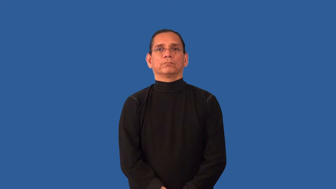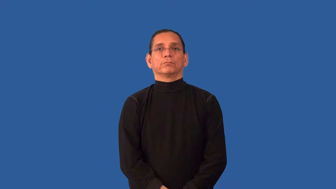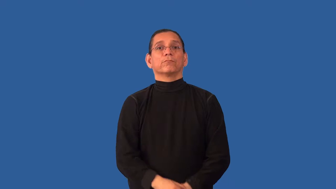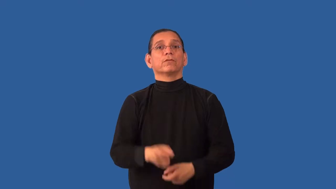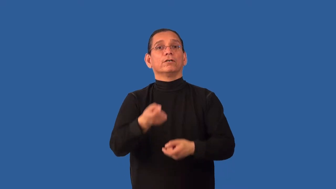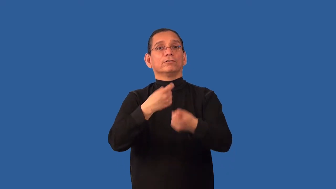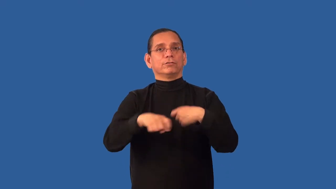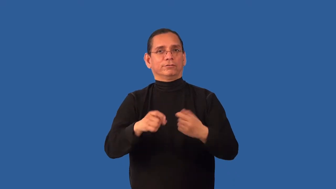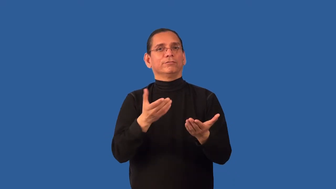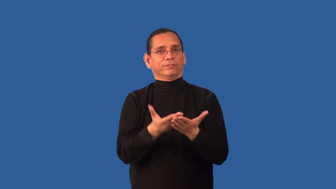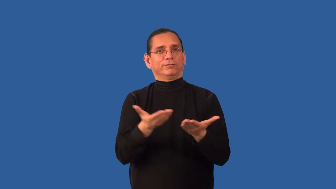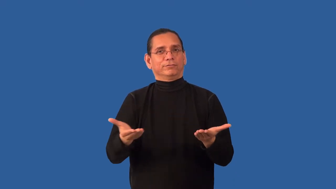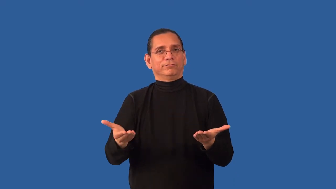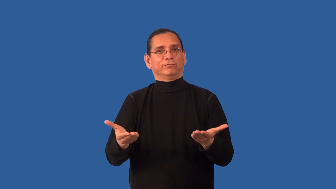retool